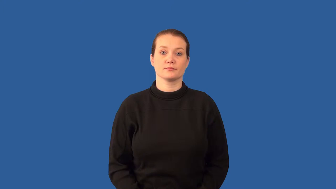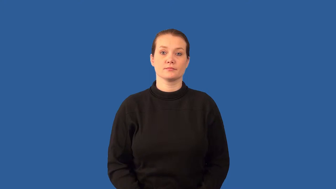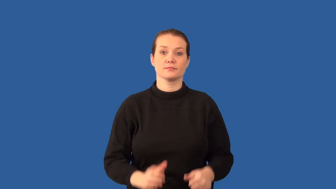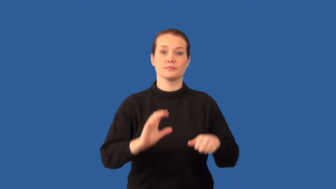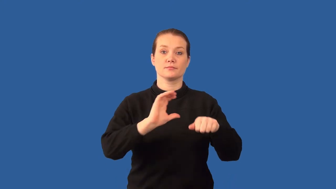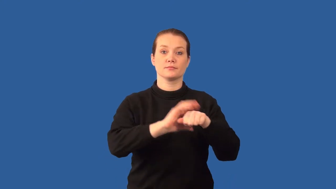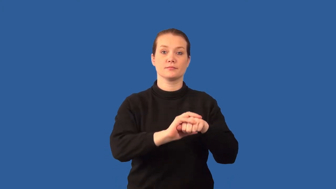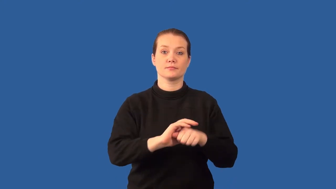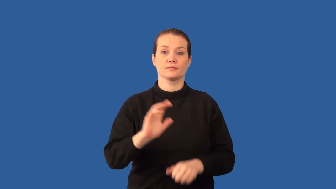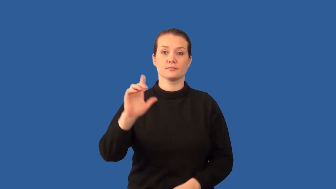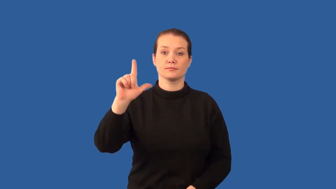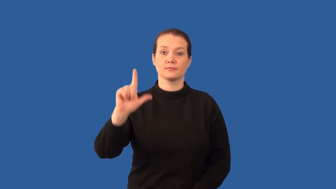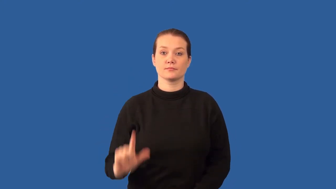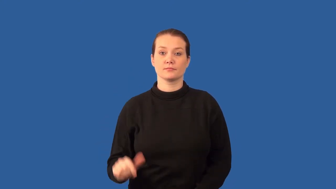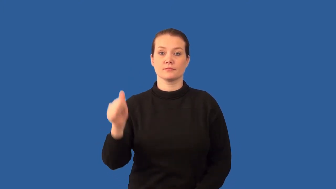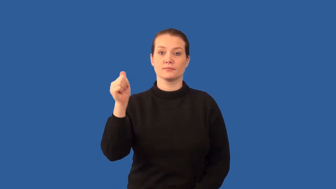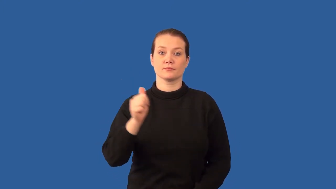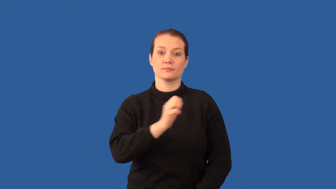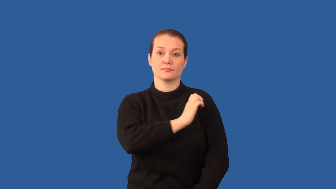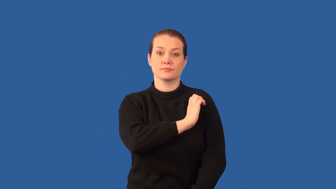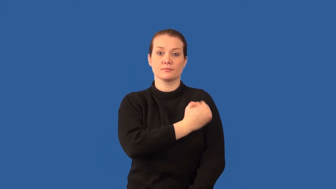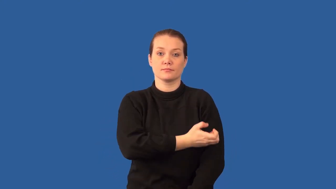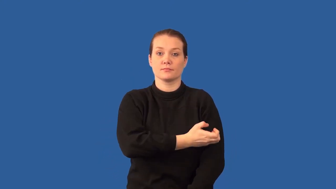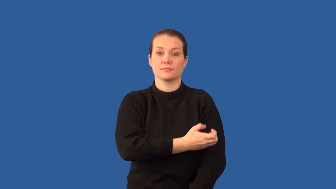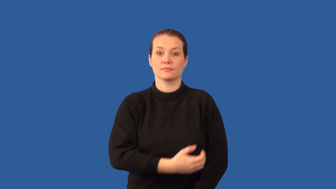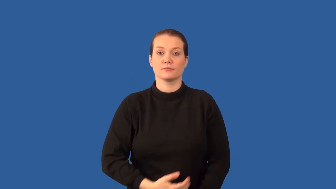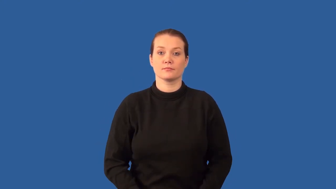ground-state of atom